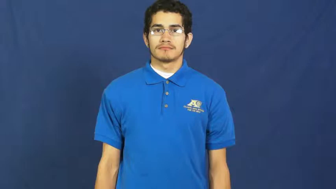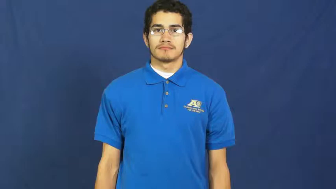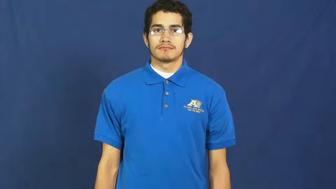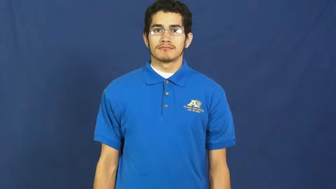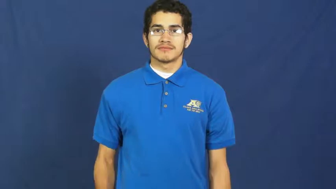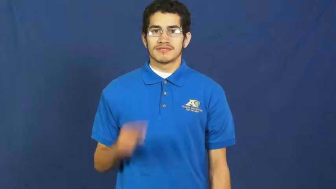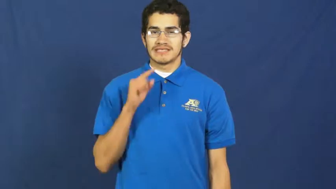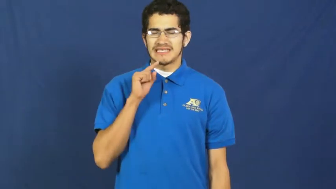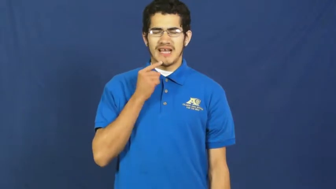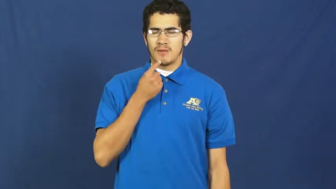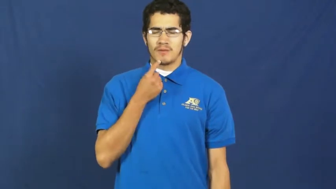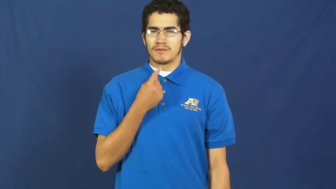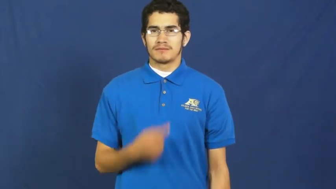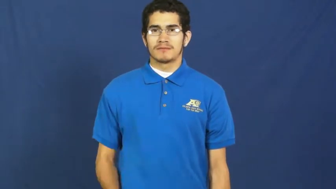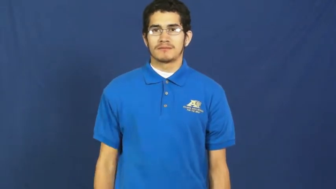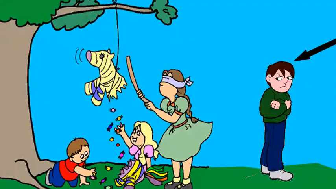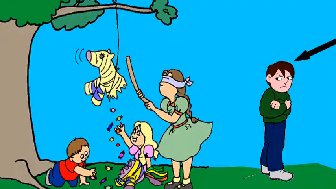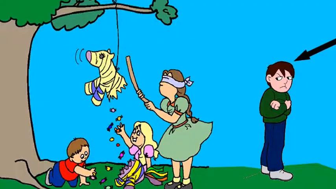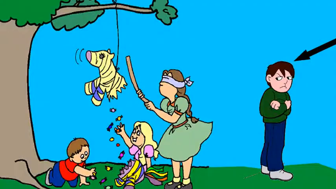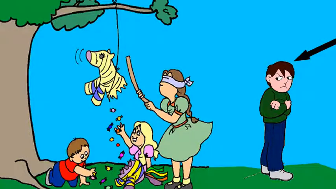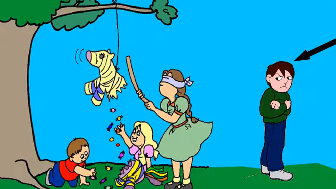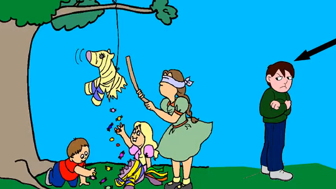bitter,saturnine-angry